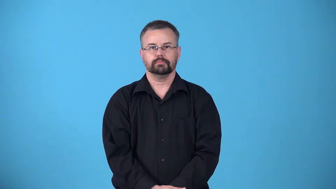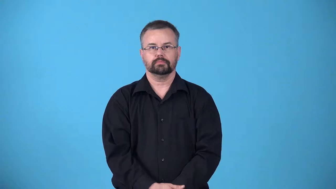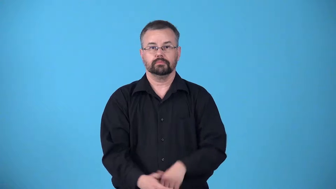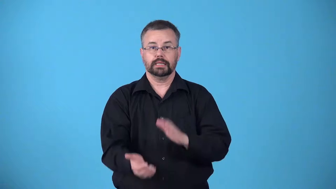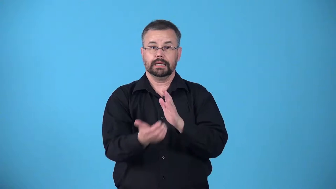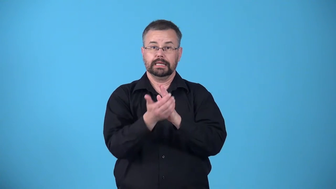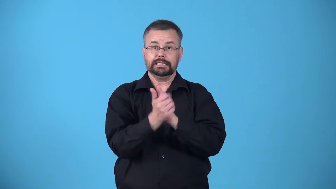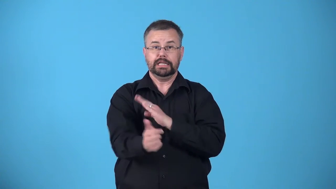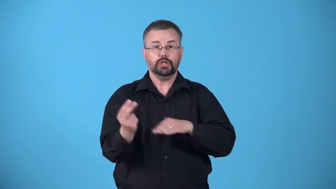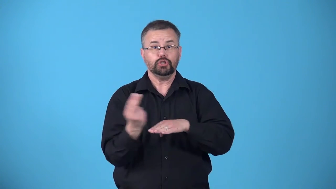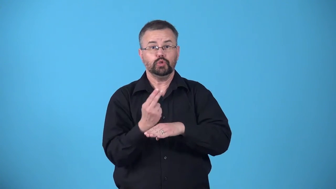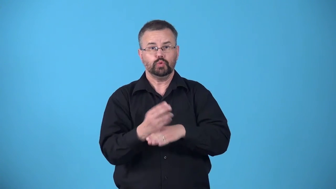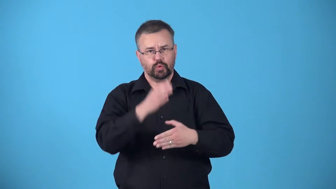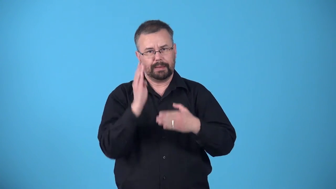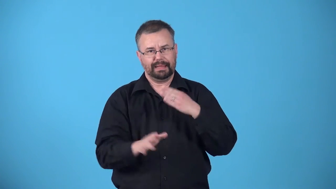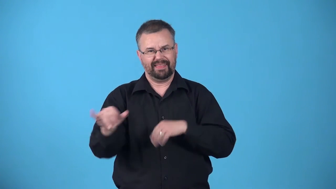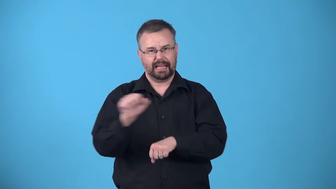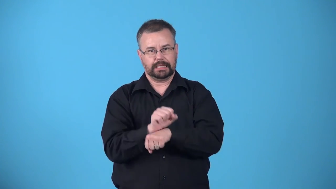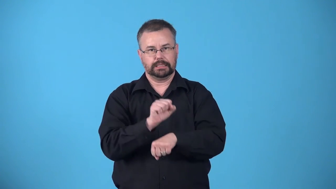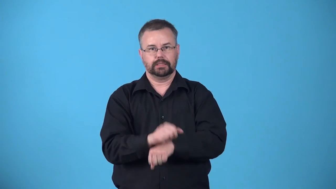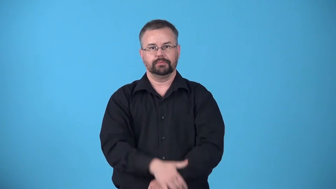arsenal-set of things or skills you use to accomplish a task